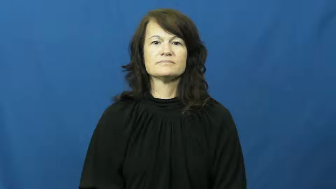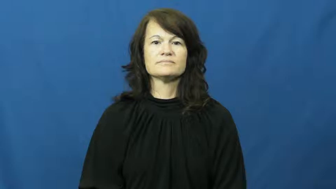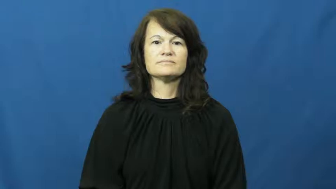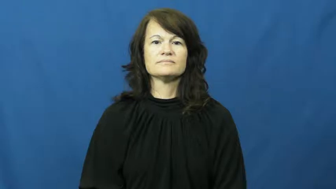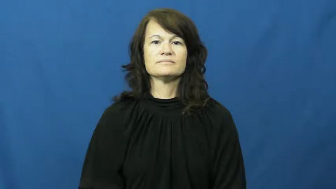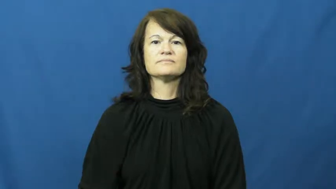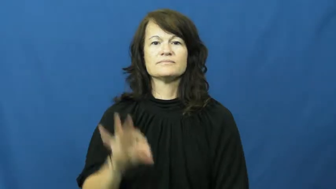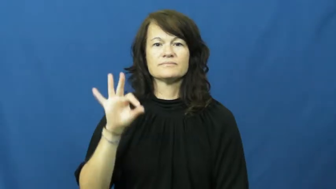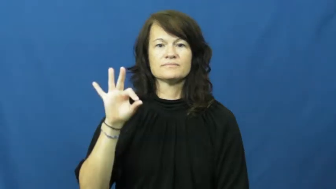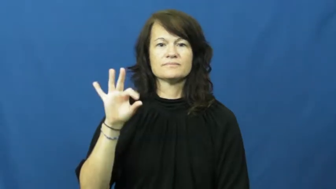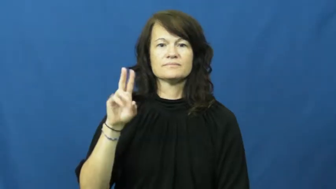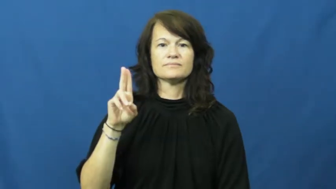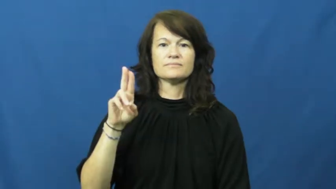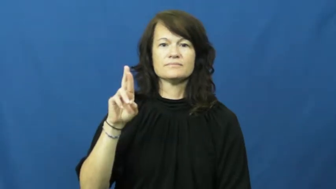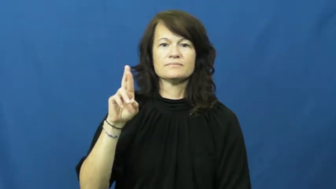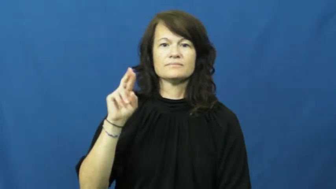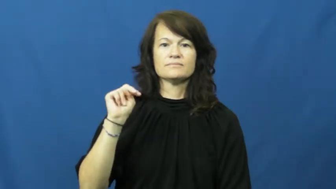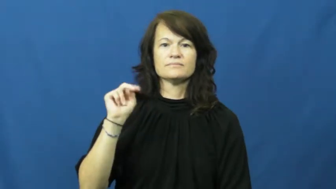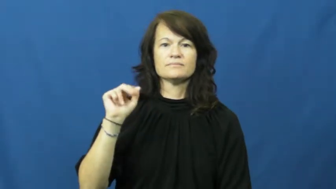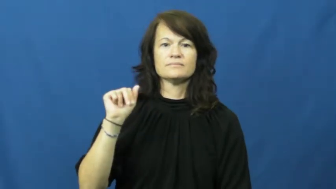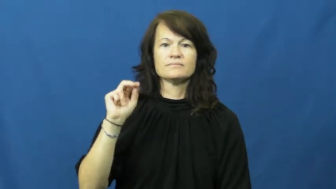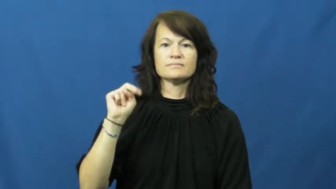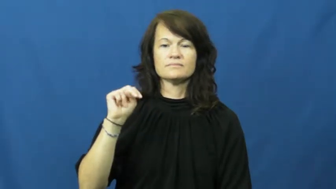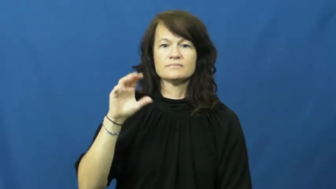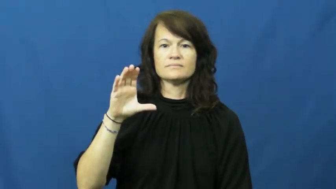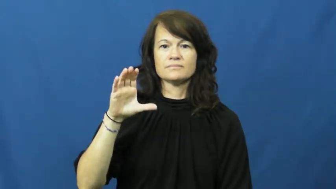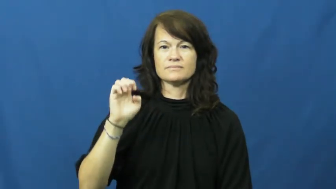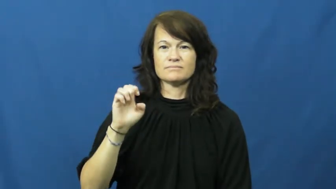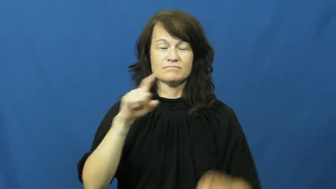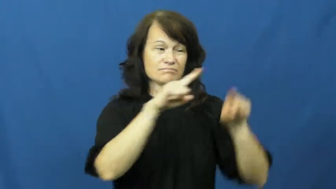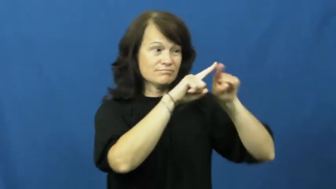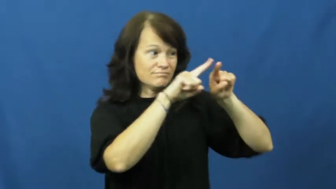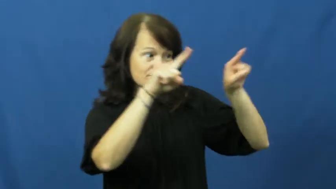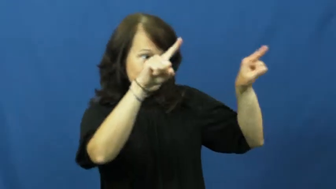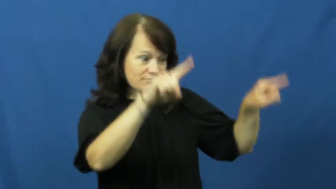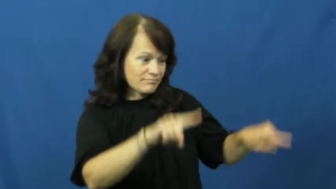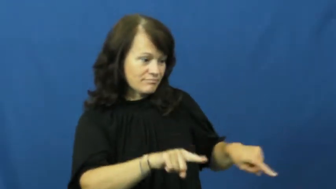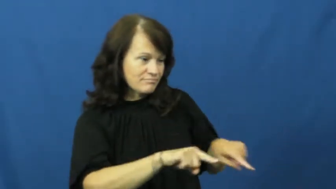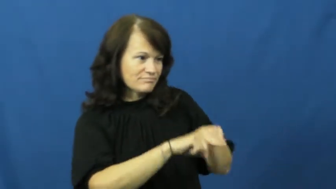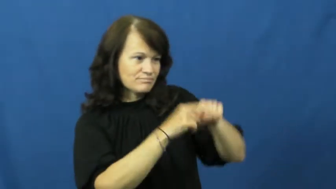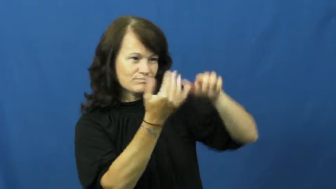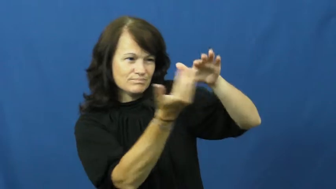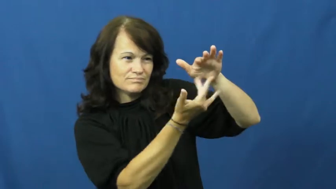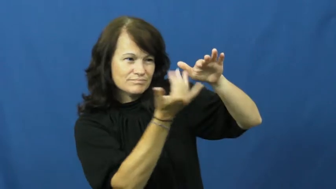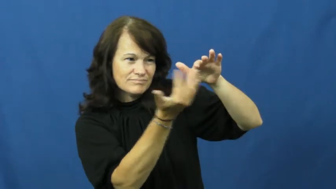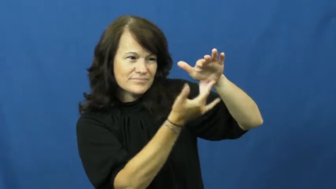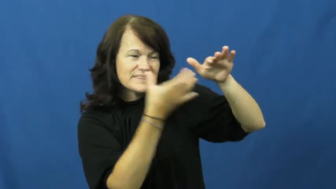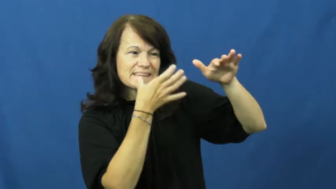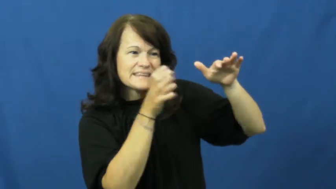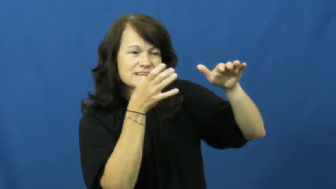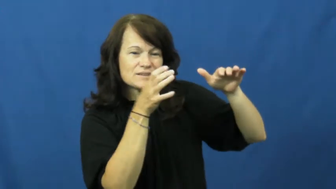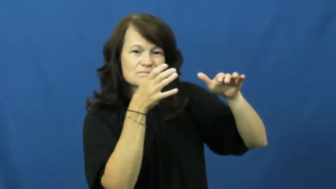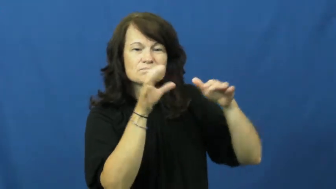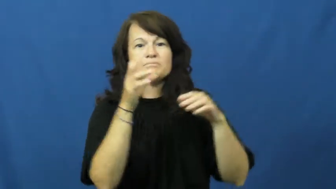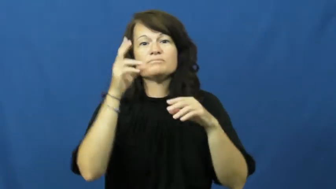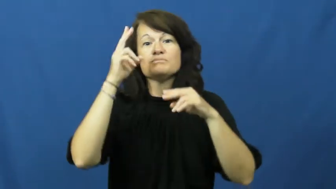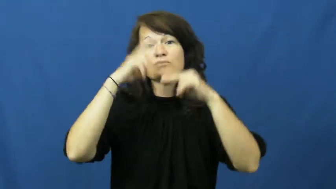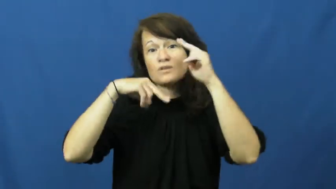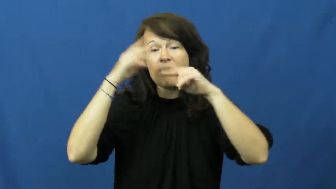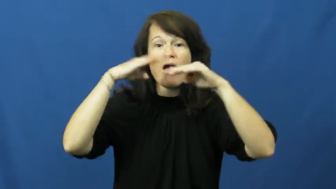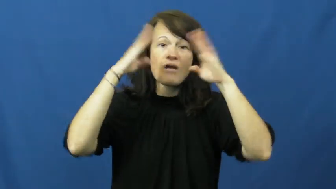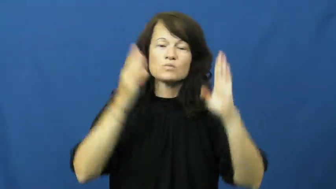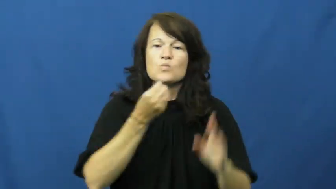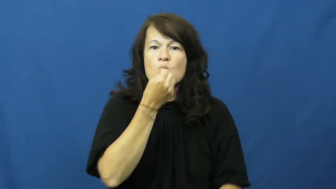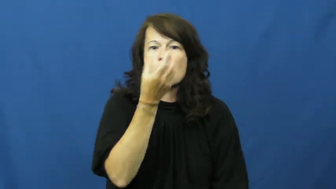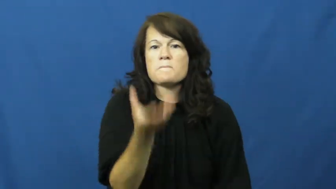furnace